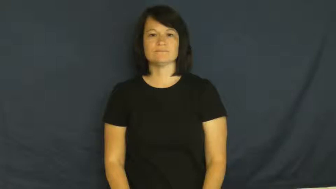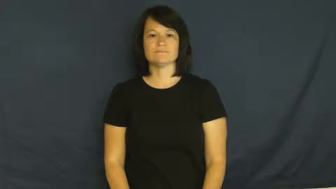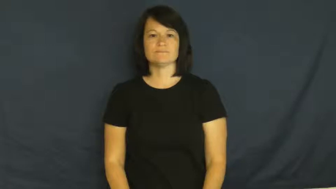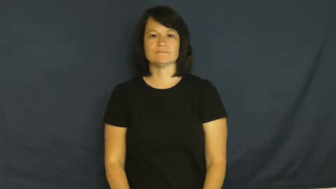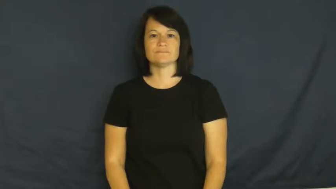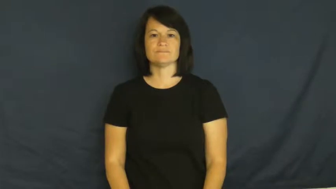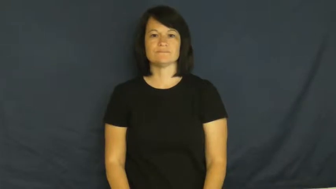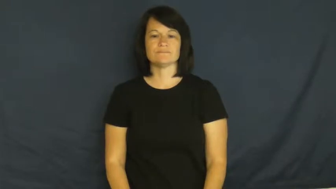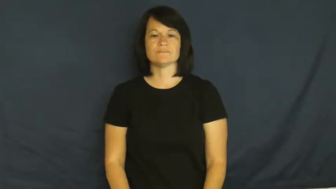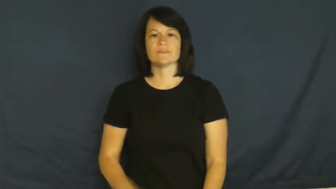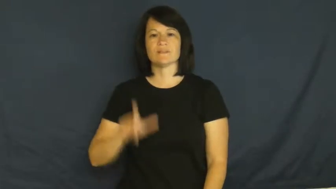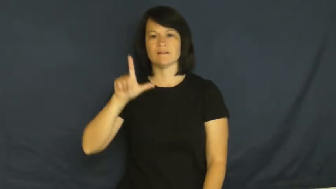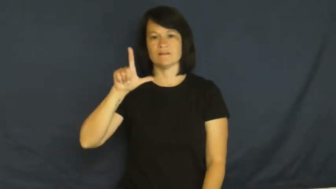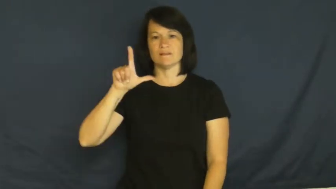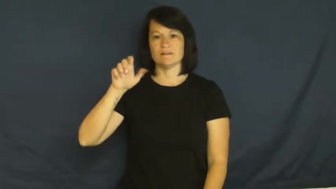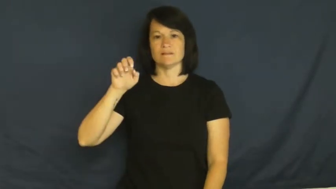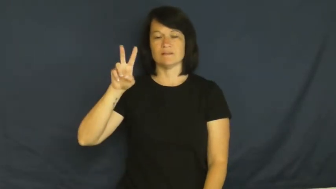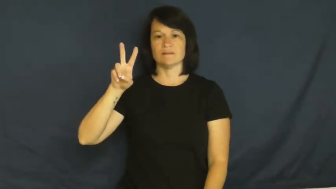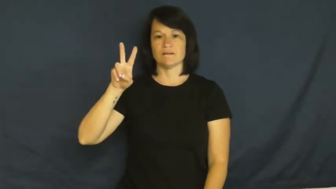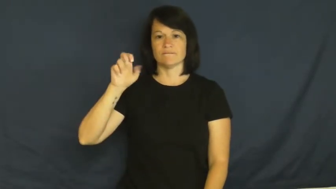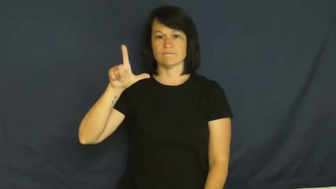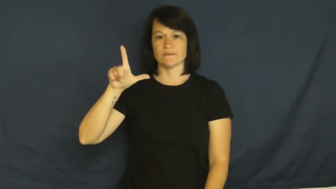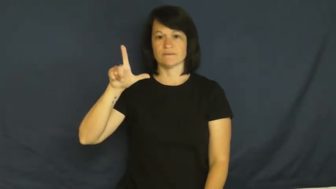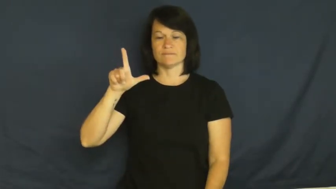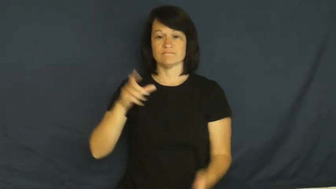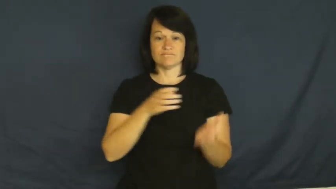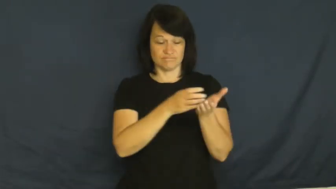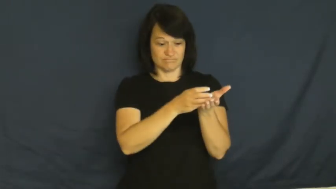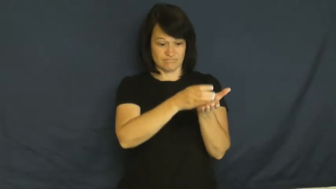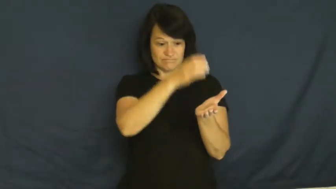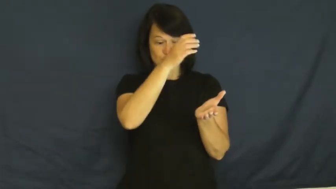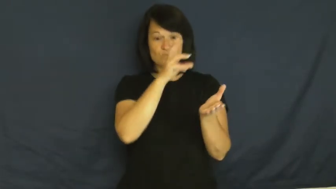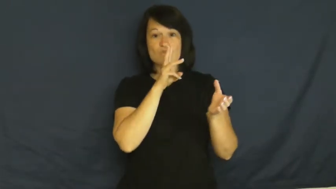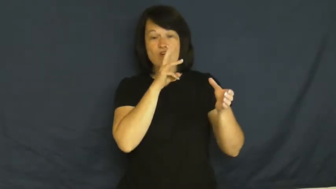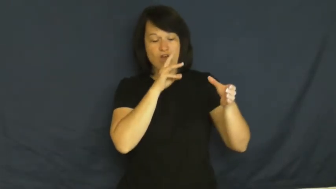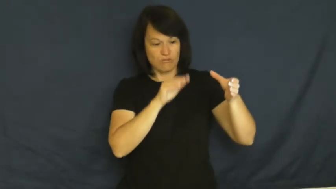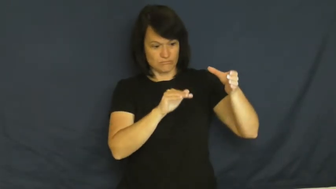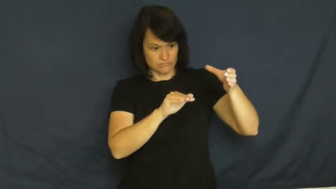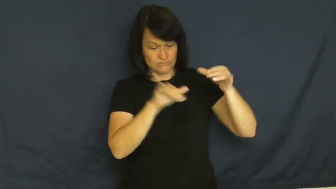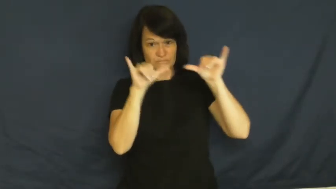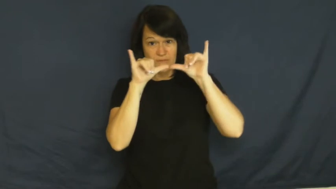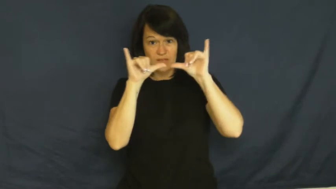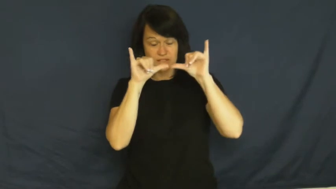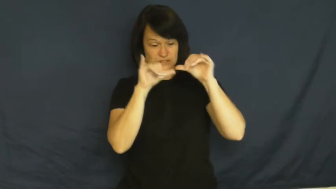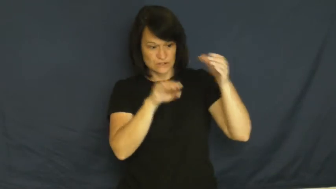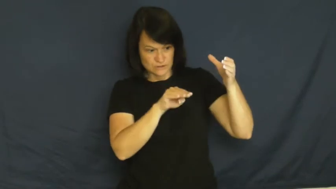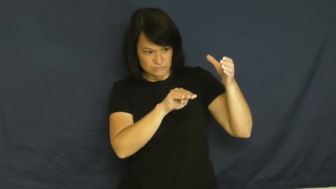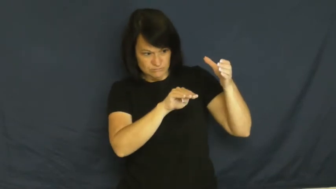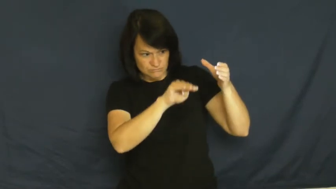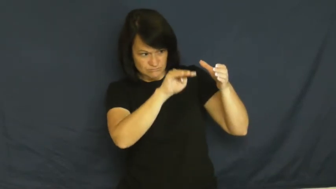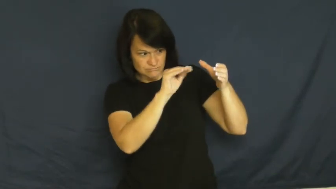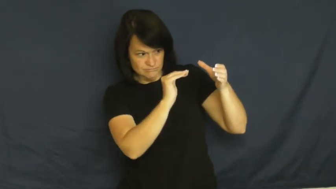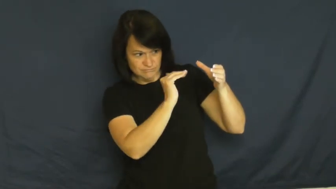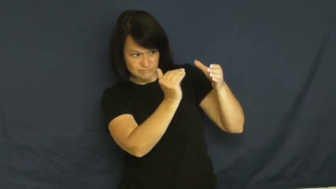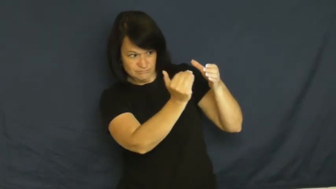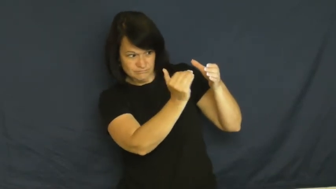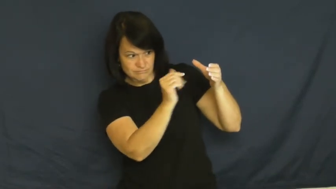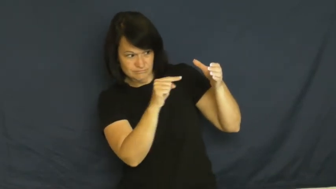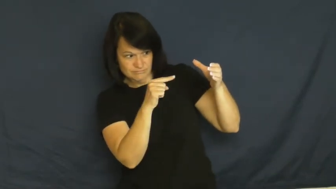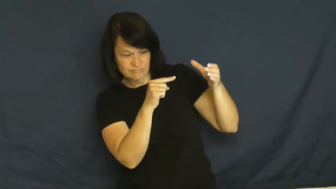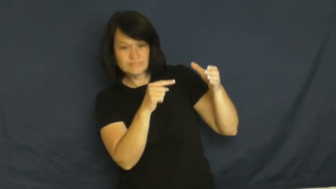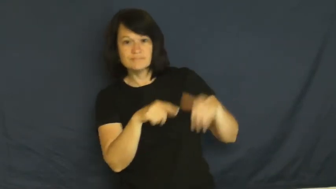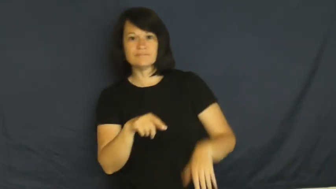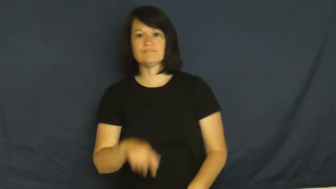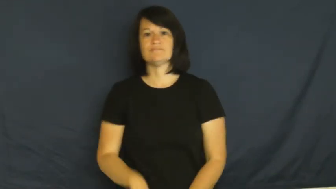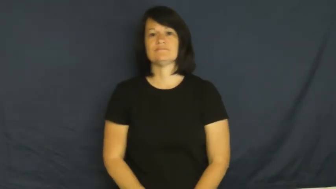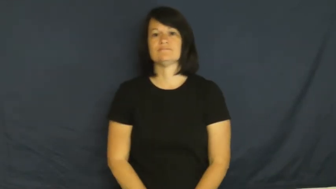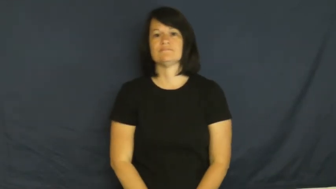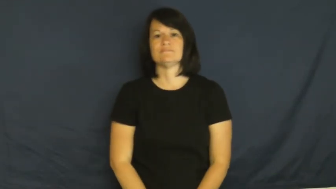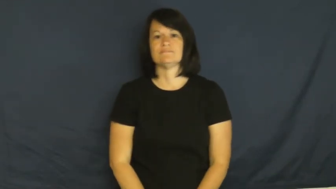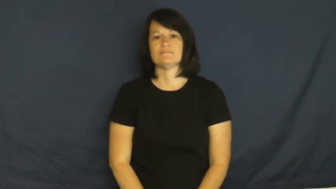level-water